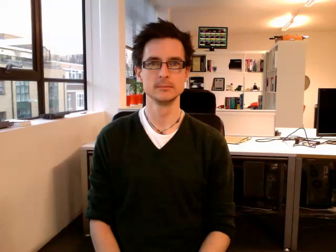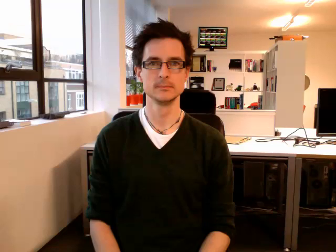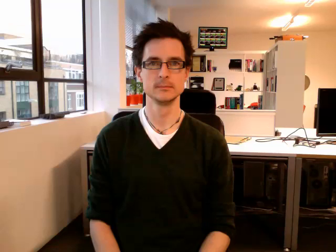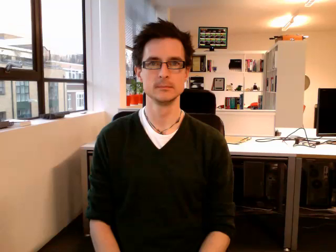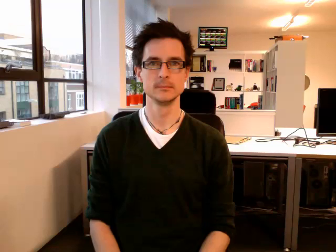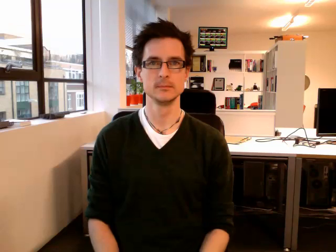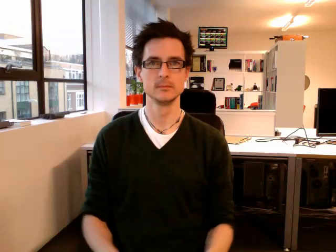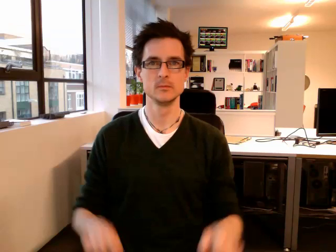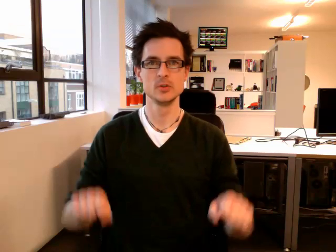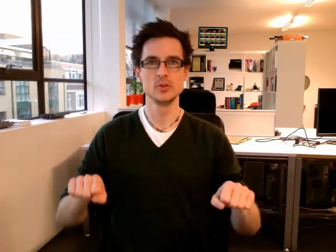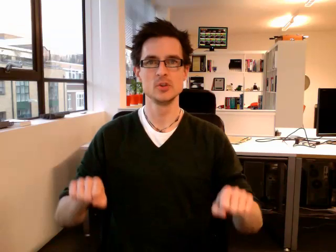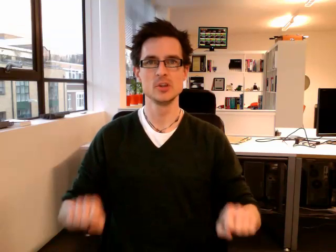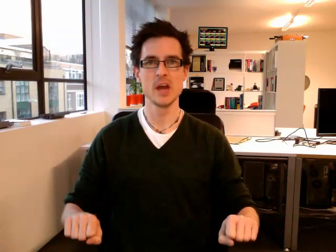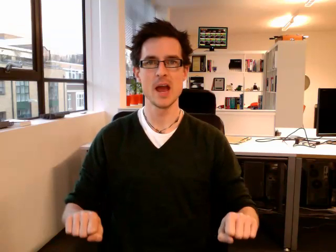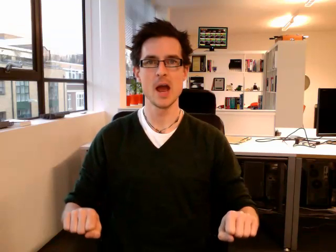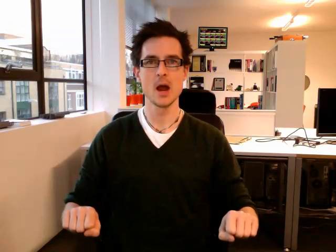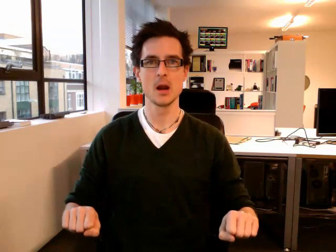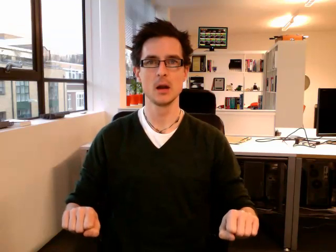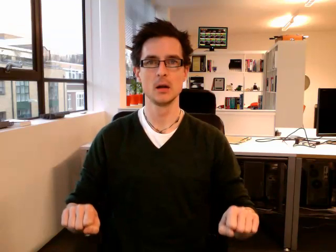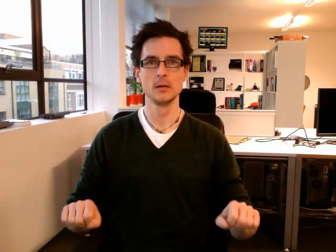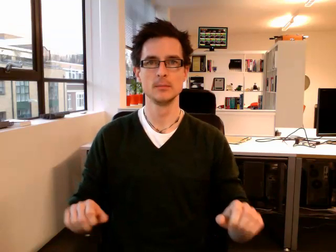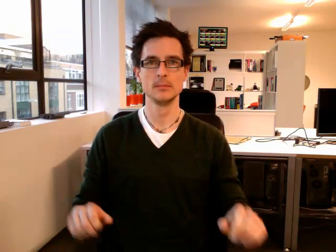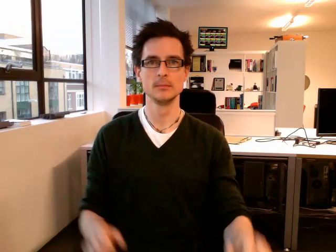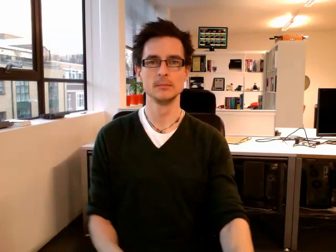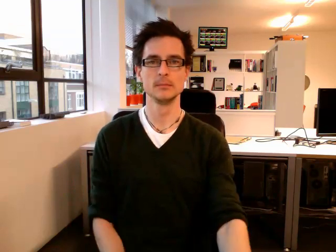chair